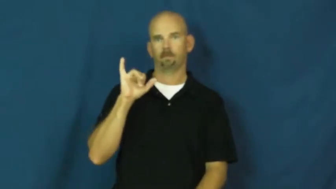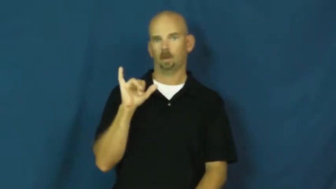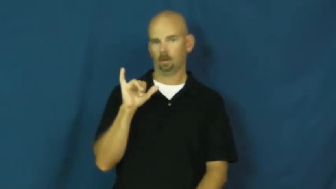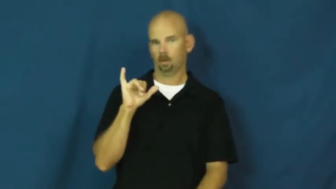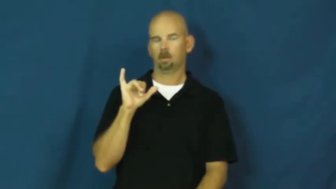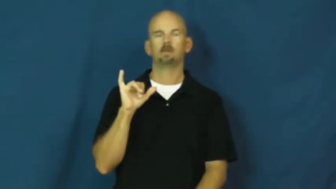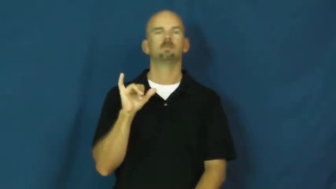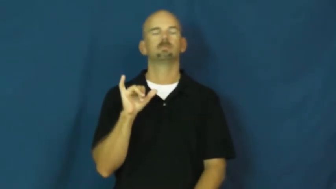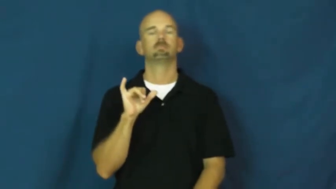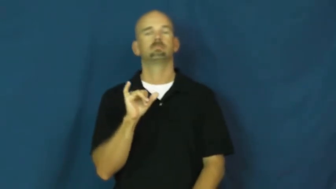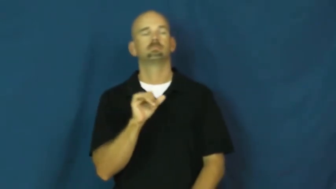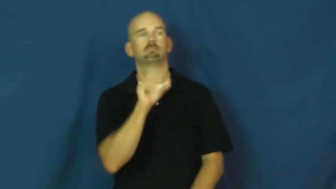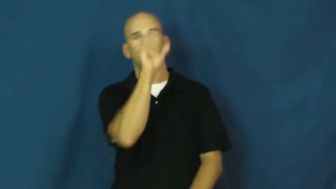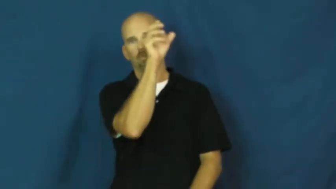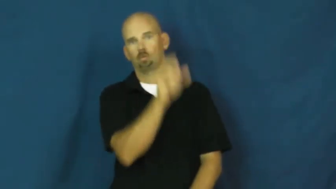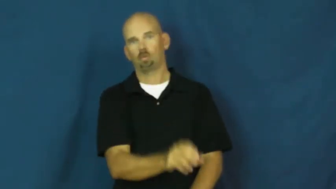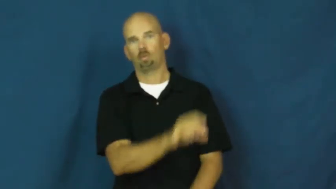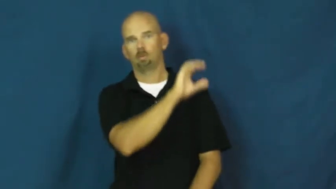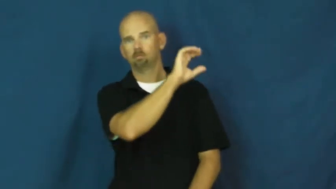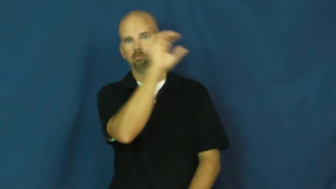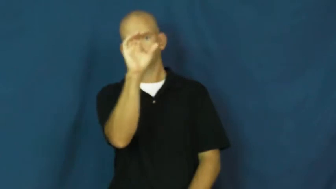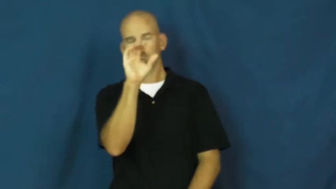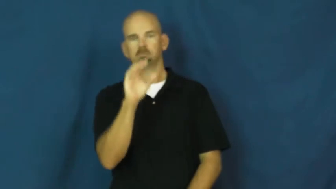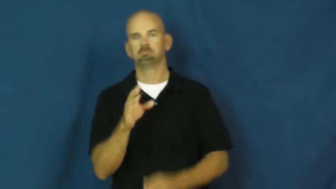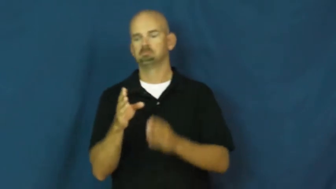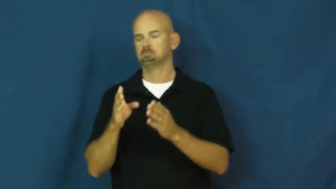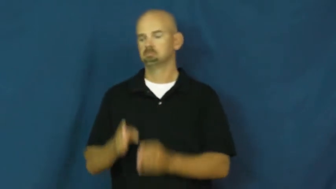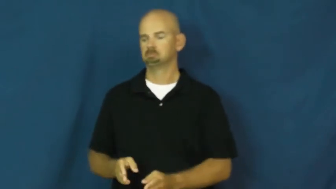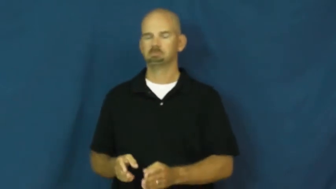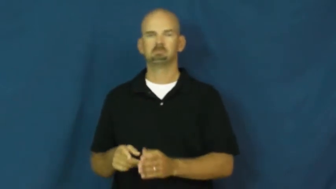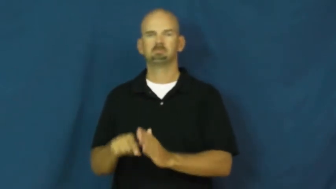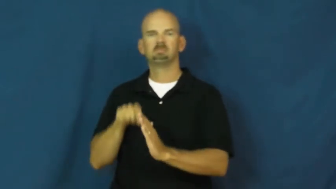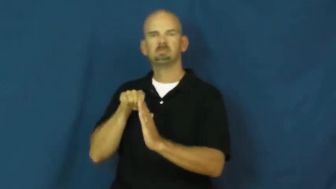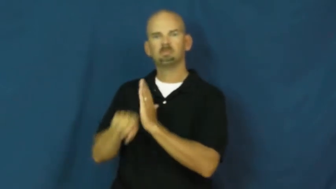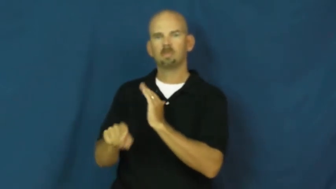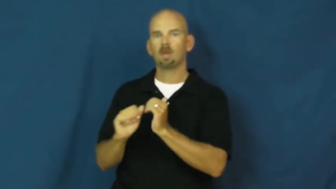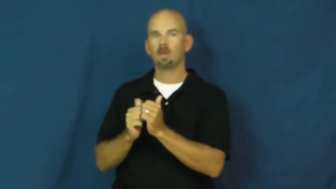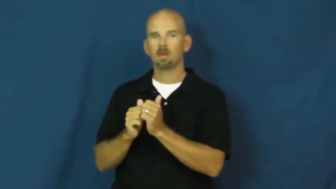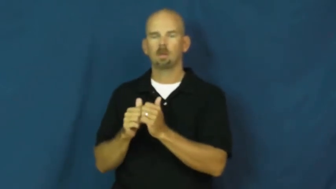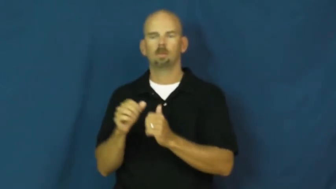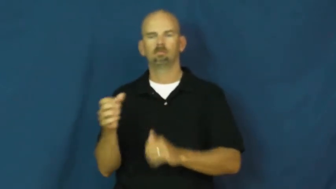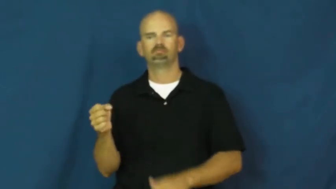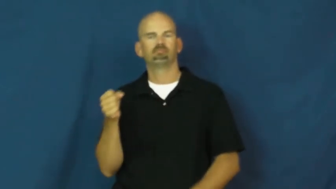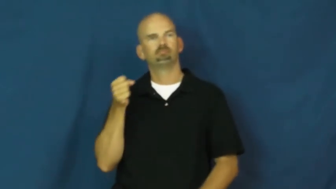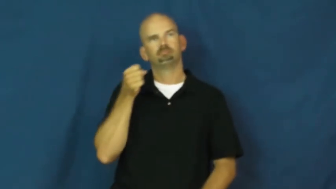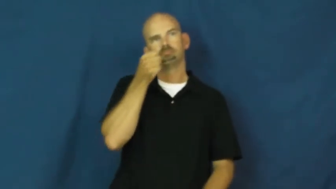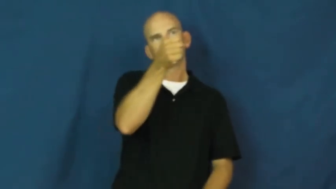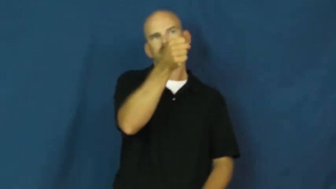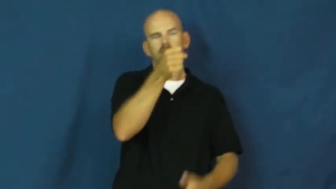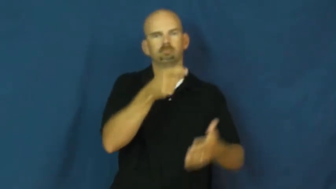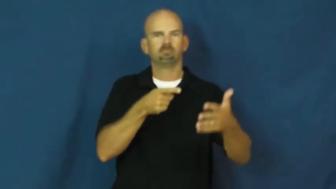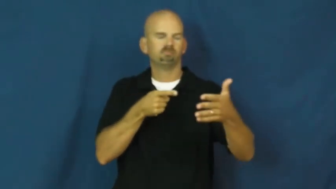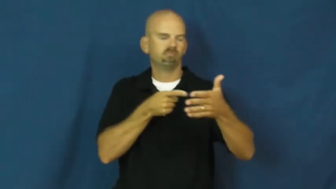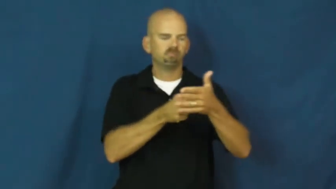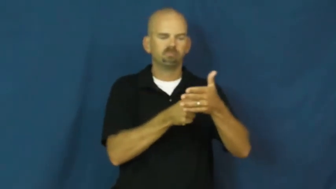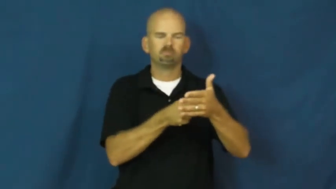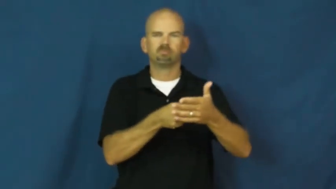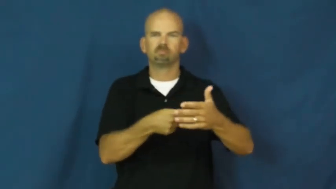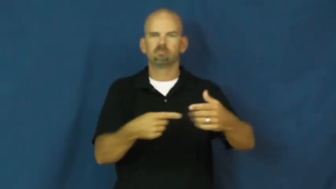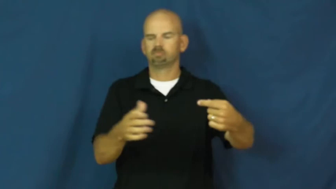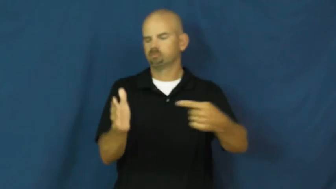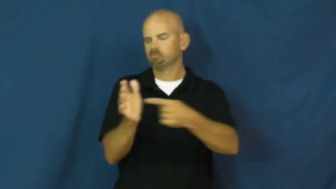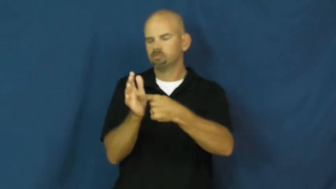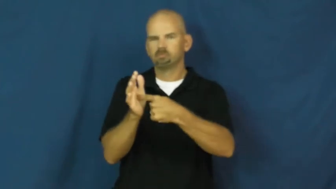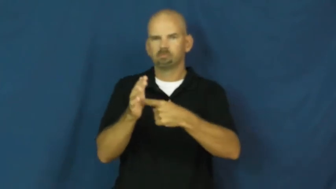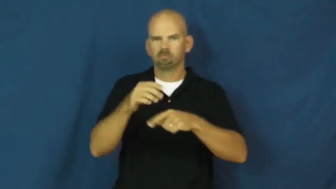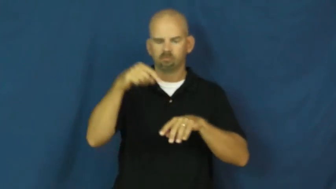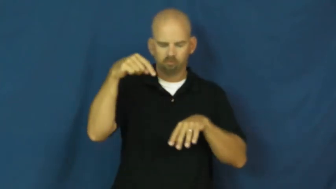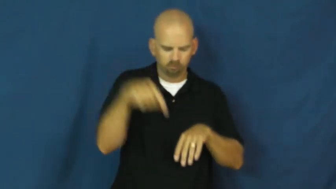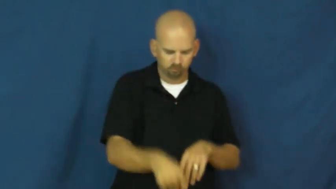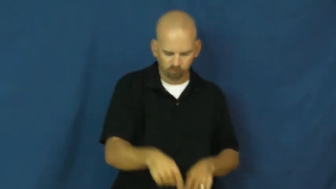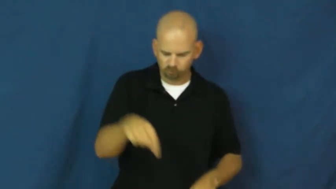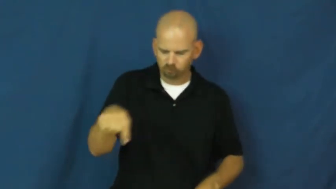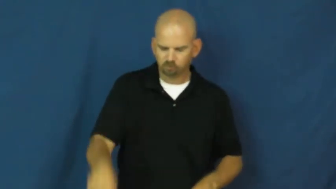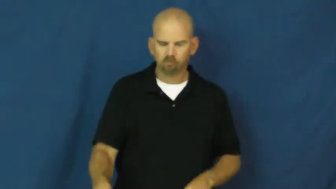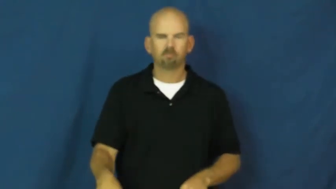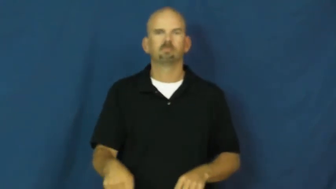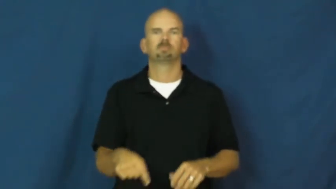crucify